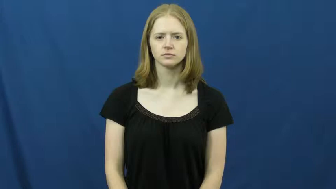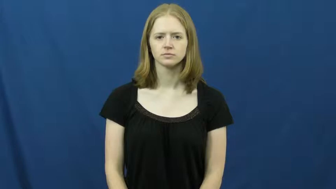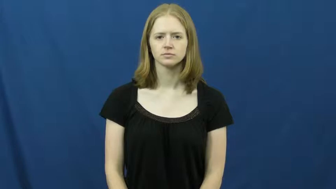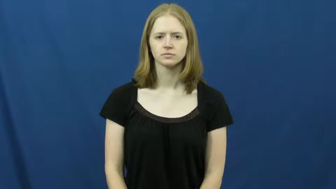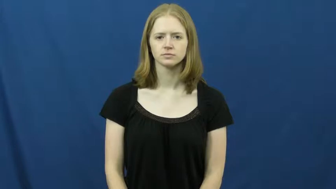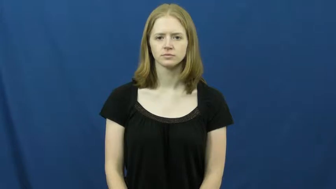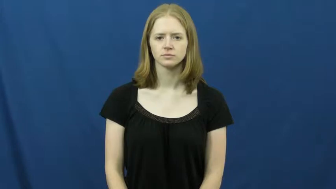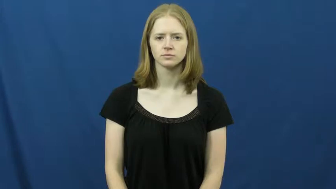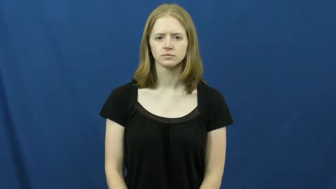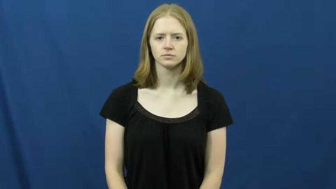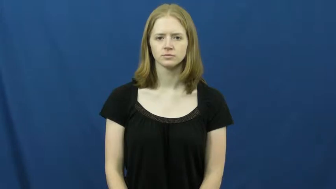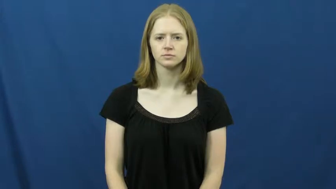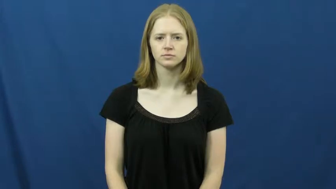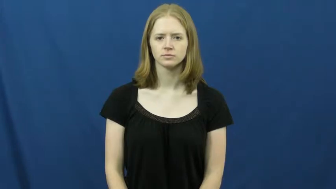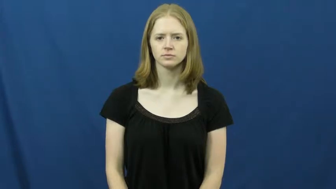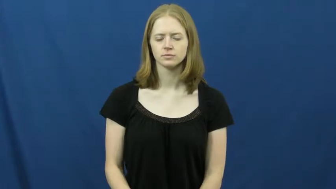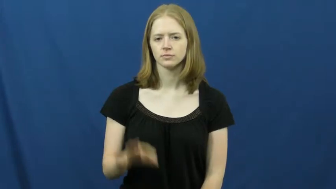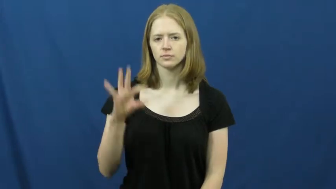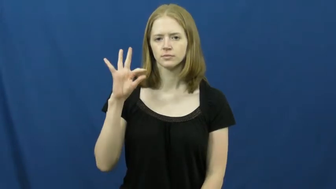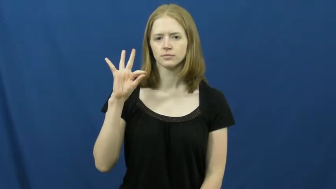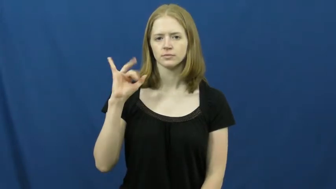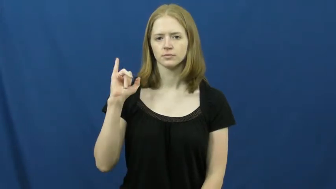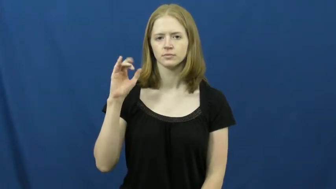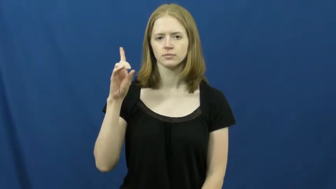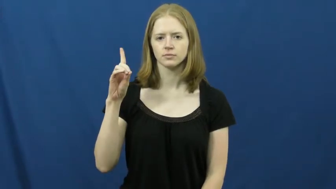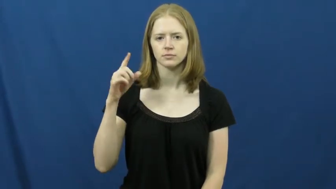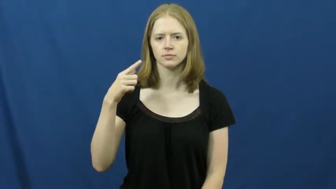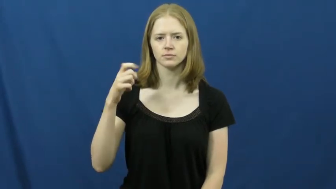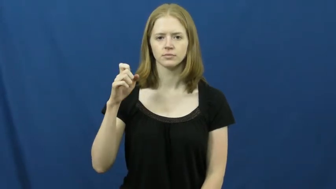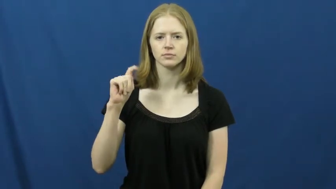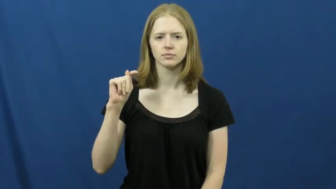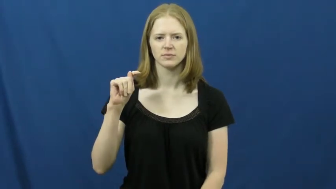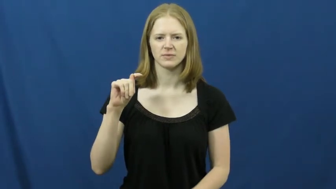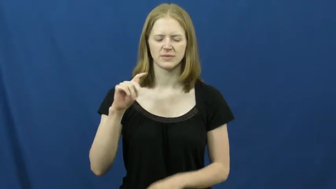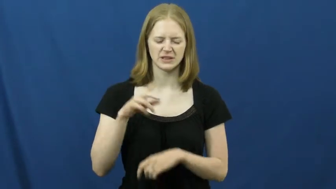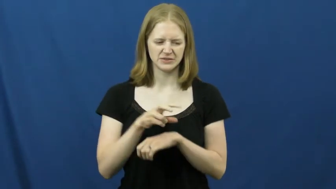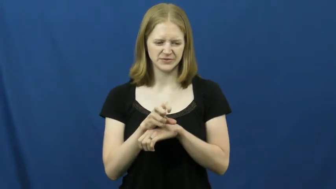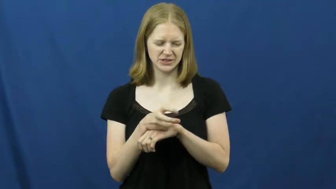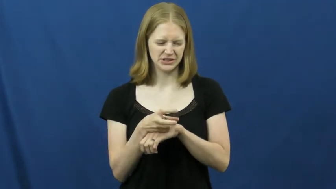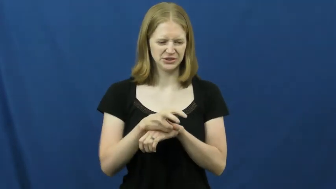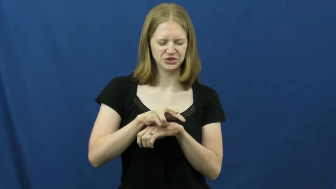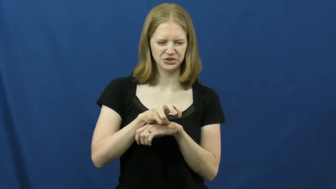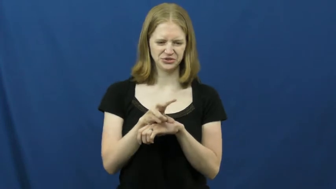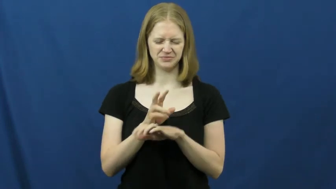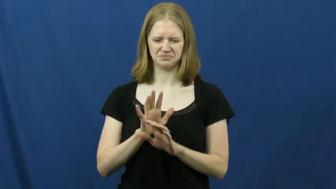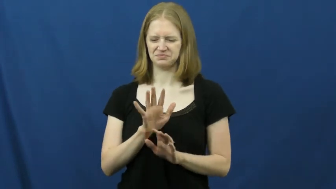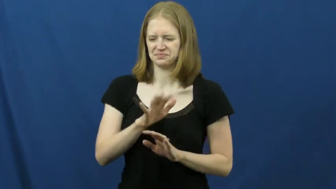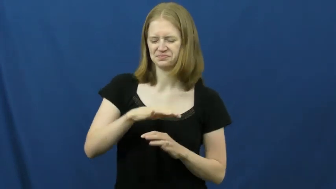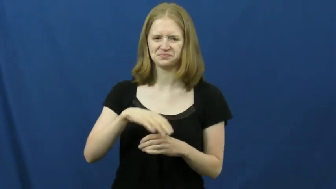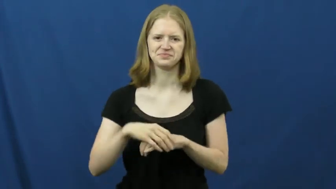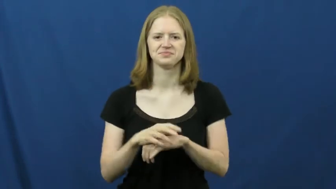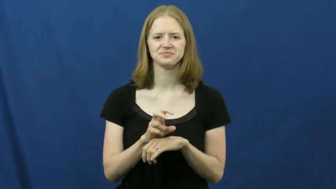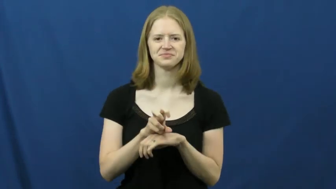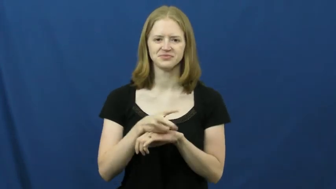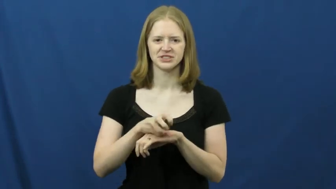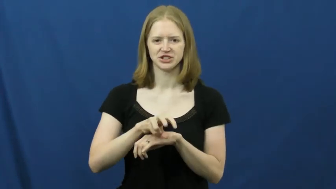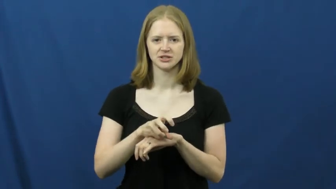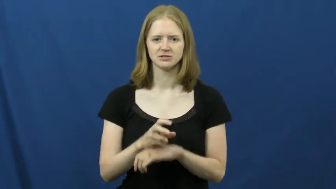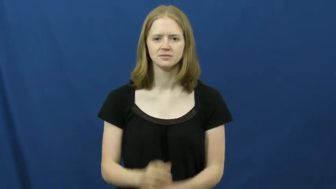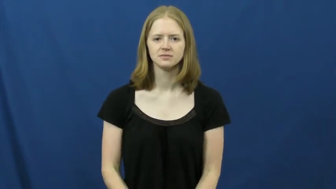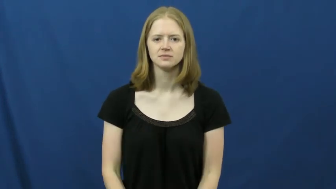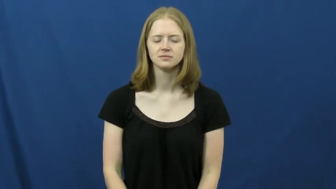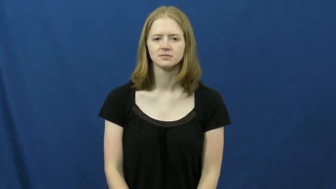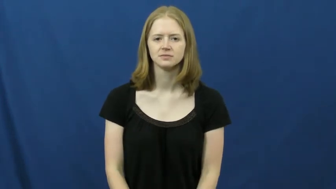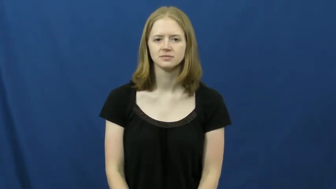fidget